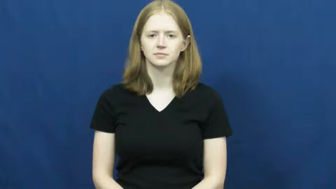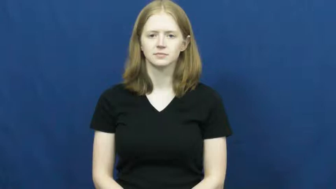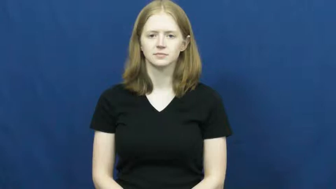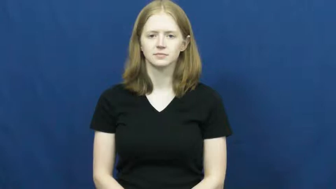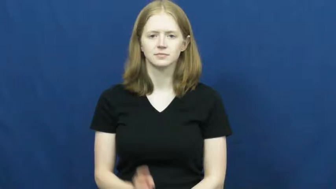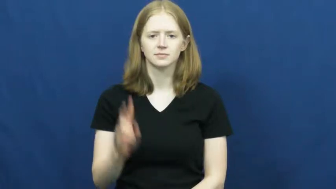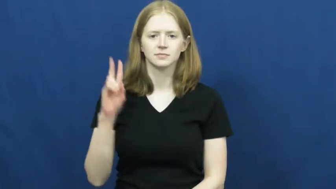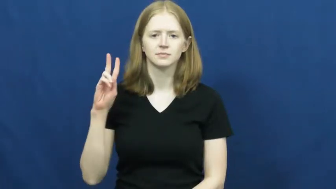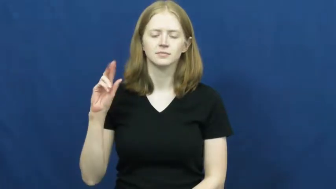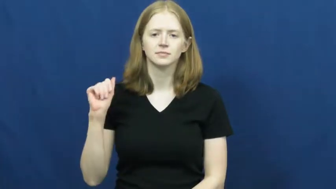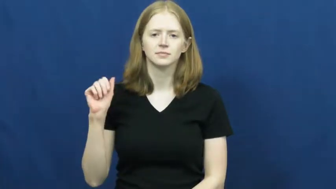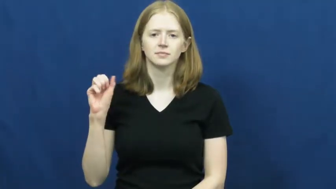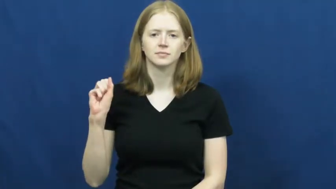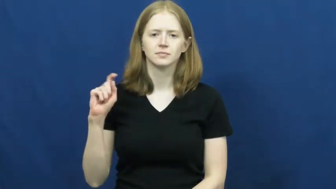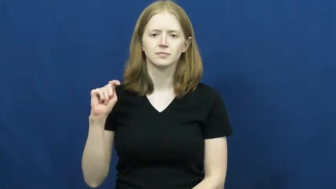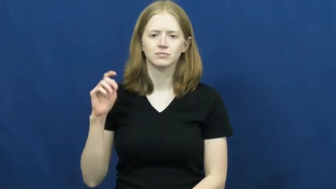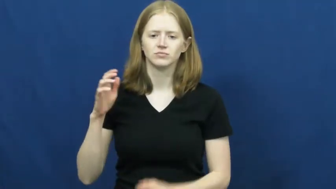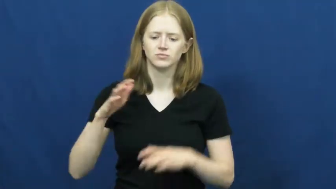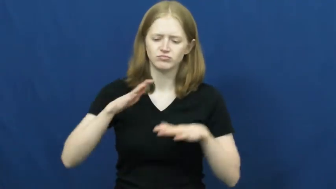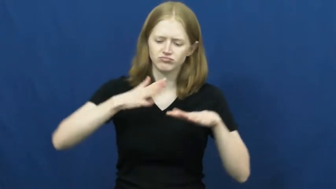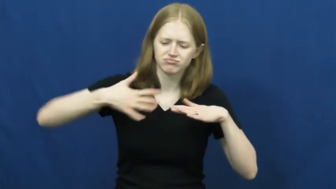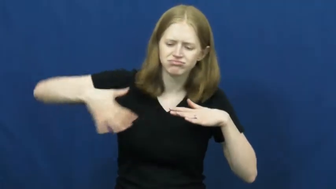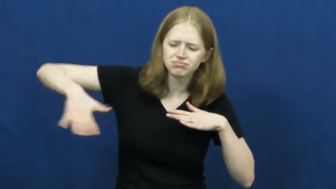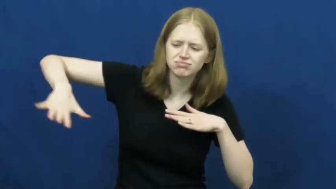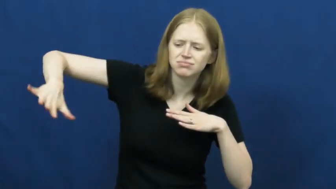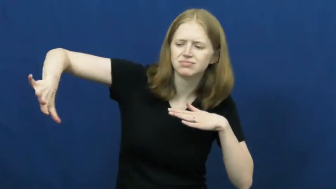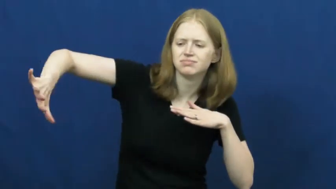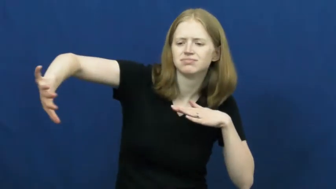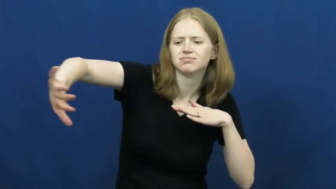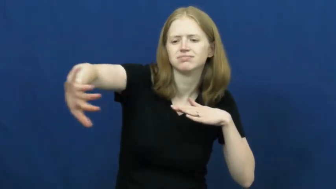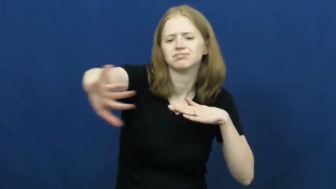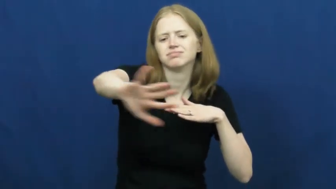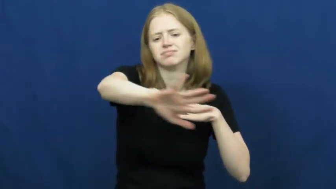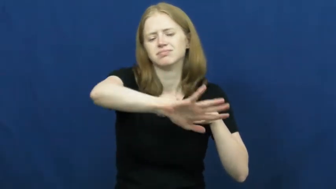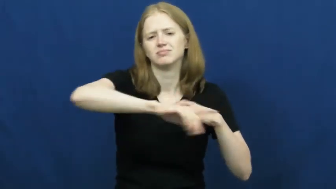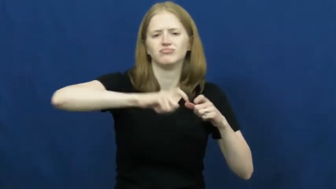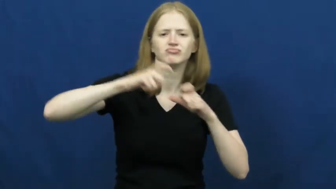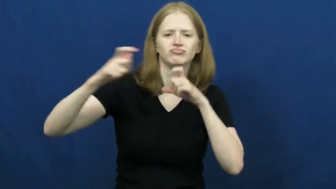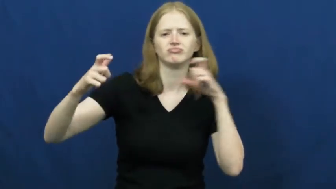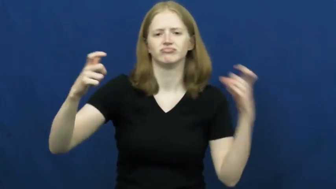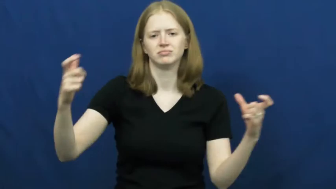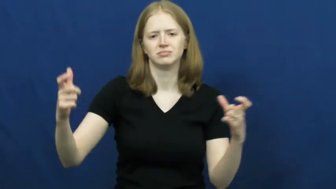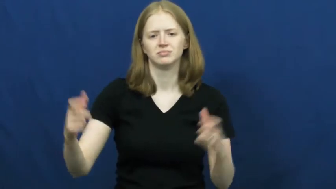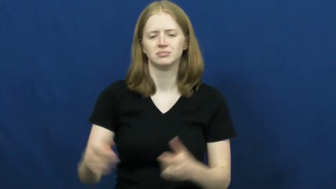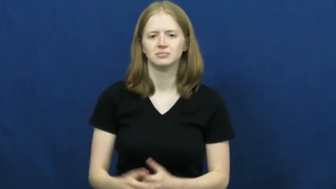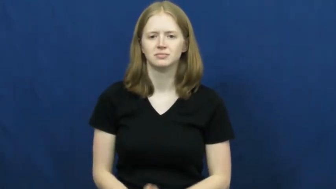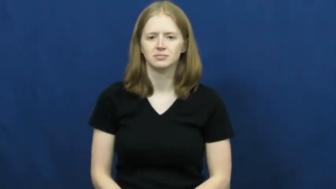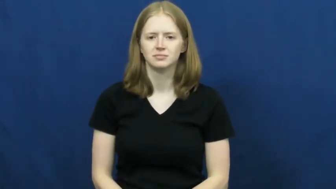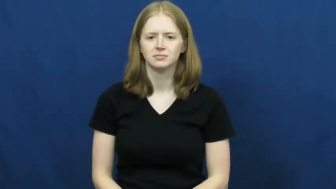vast